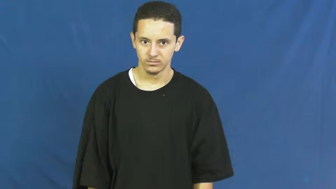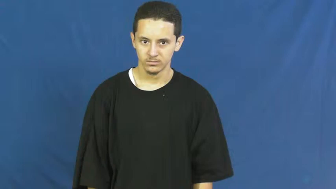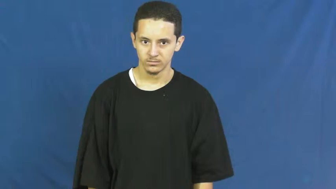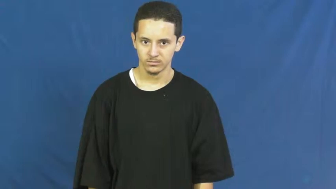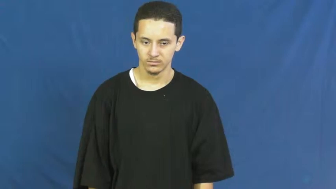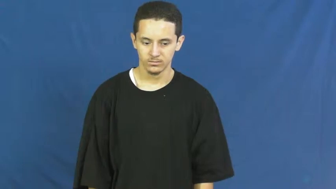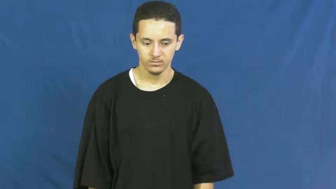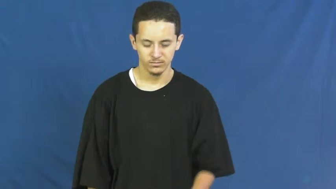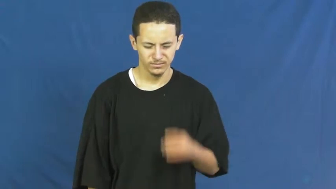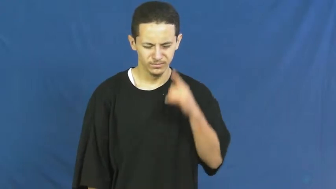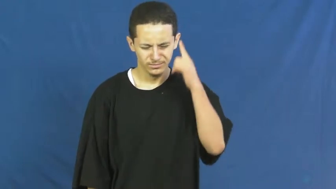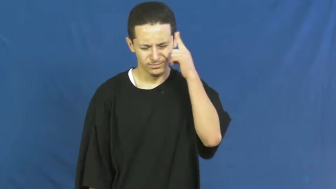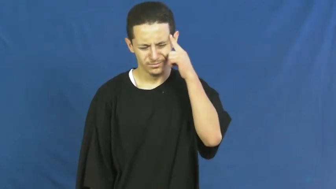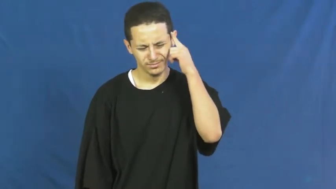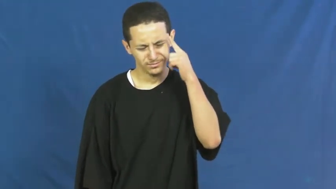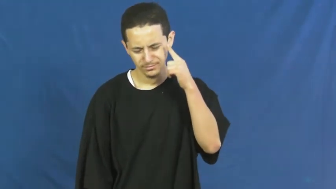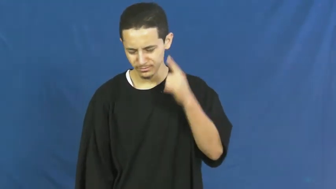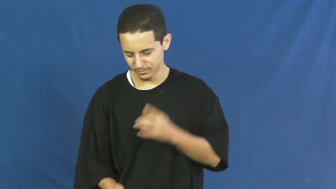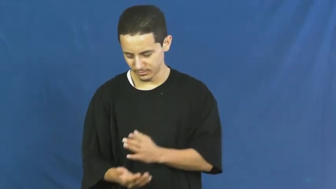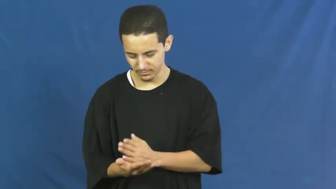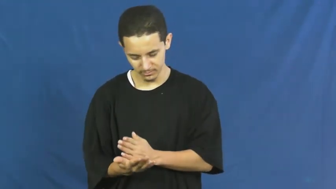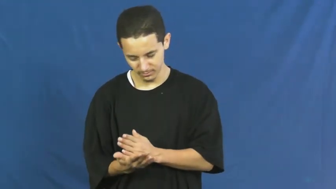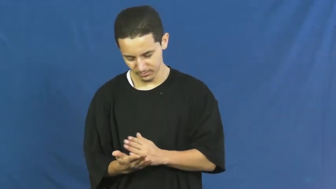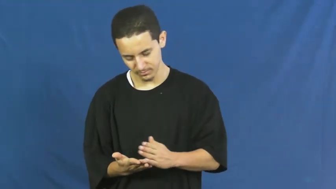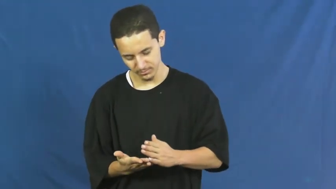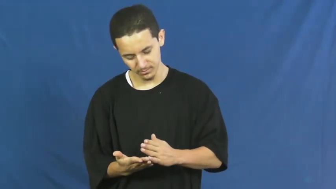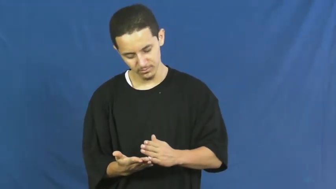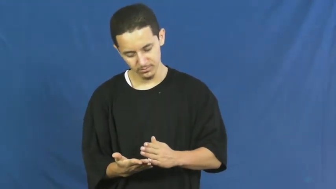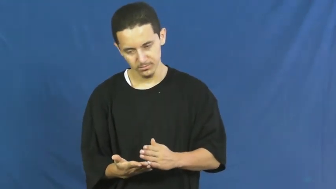thoughtless